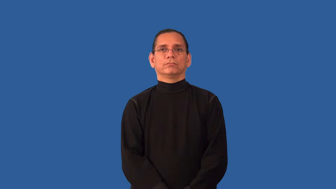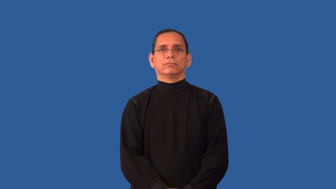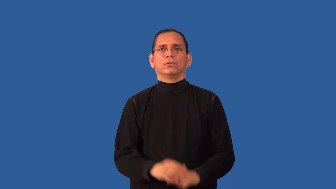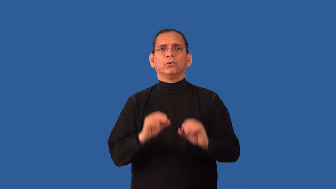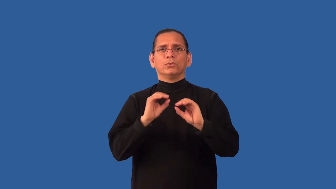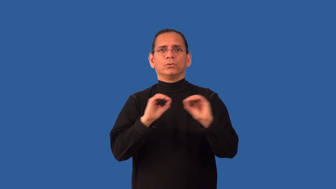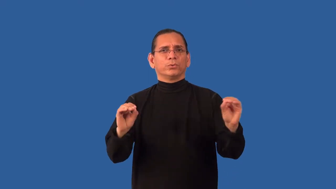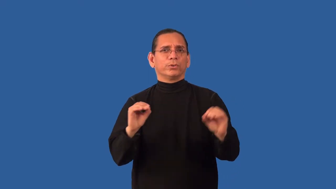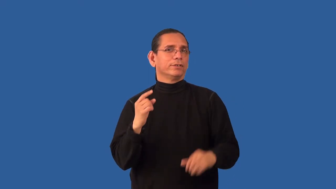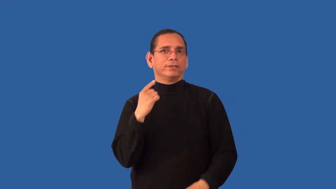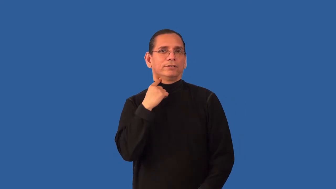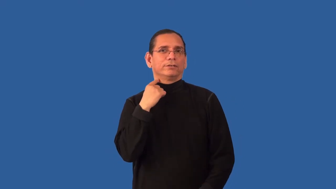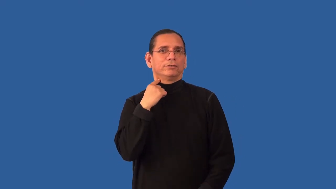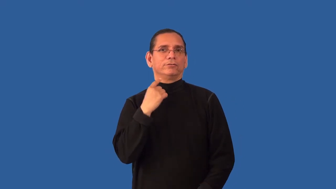unaccented,unstressed